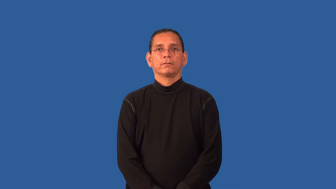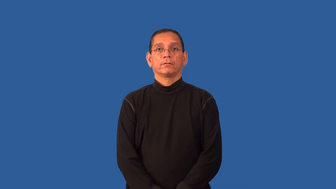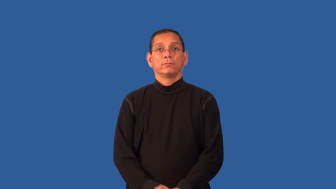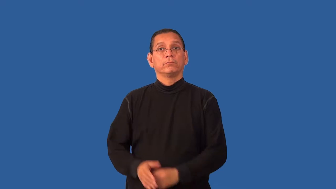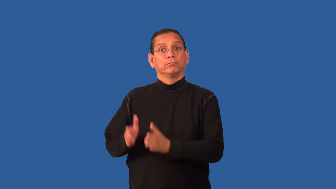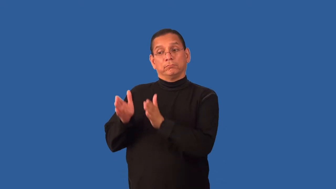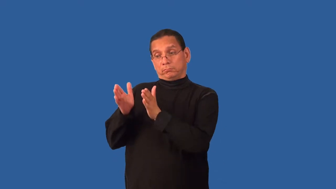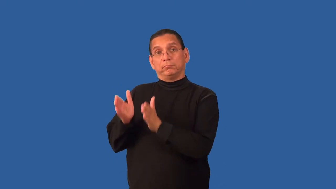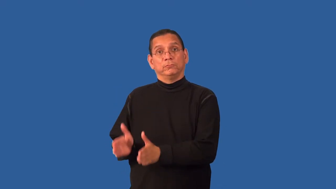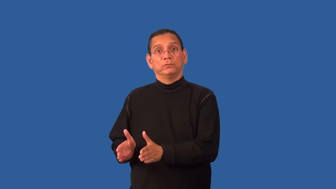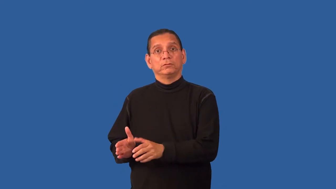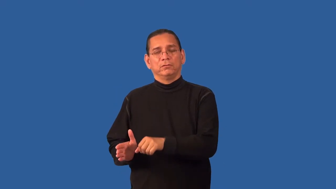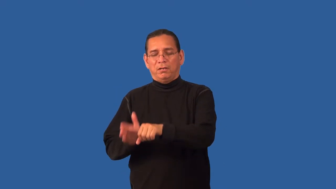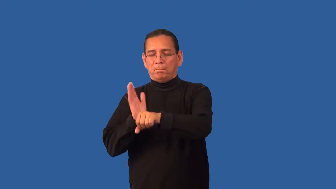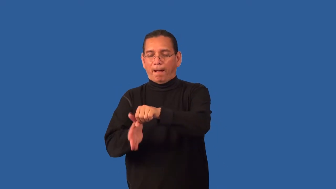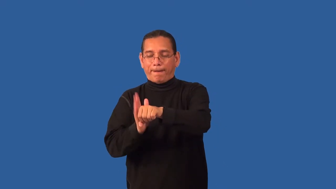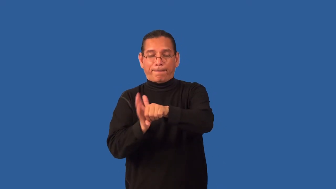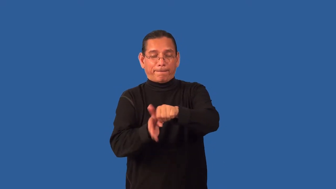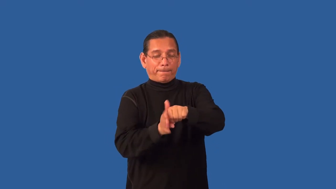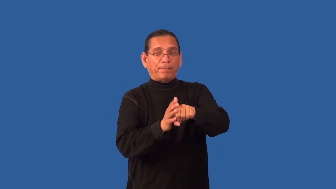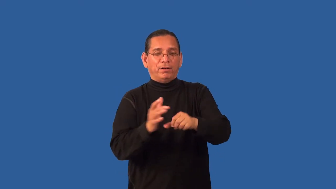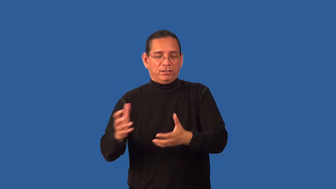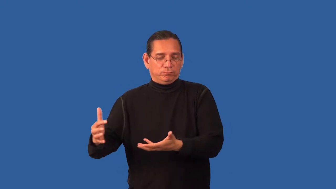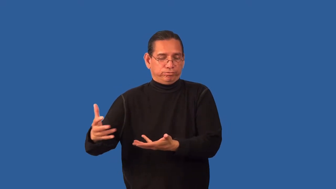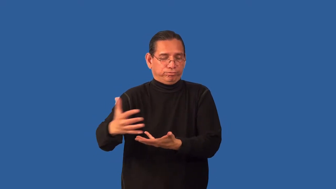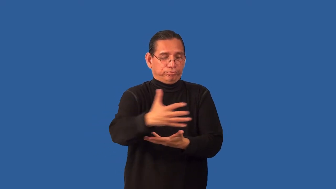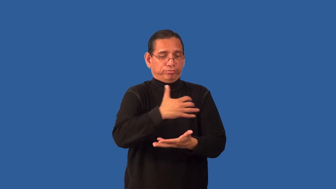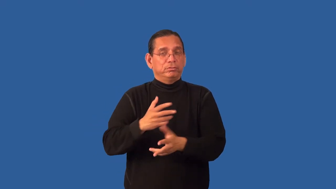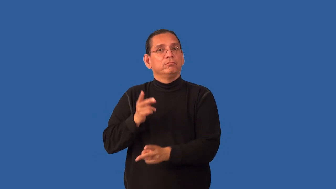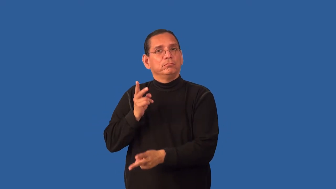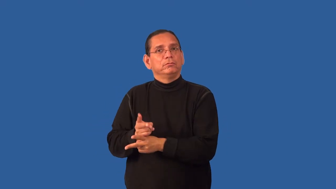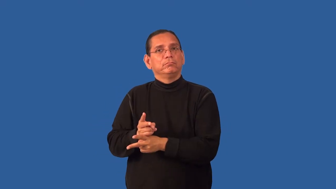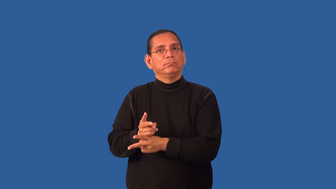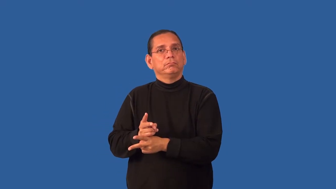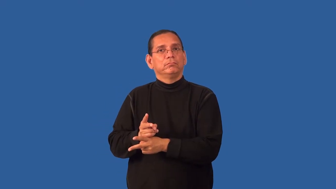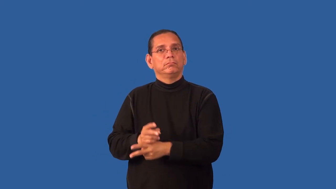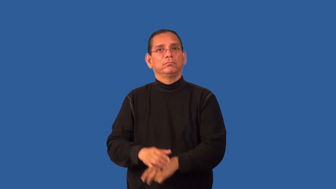headhunter,headshrinker